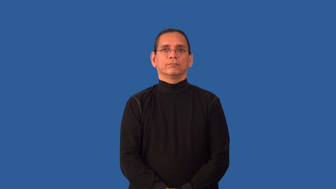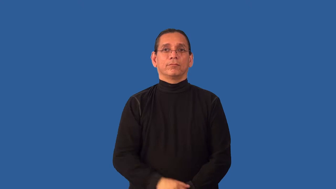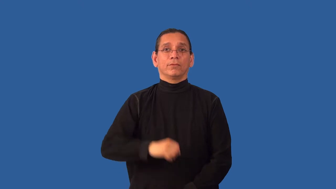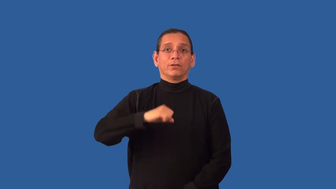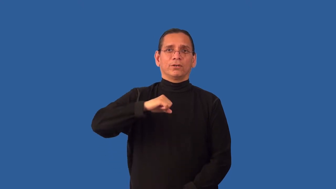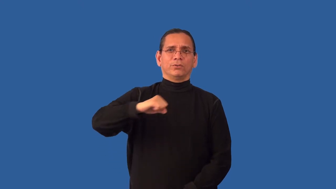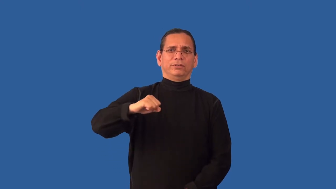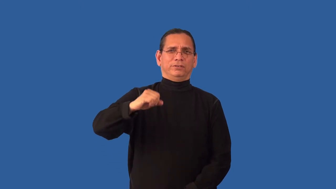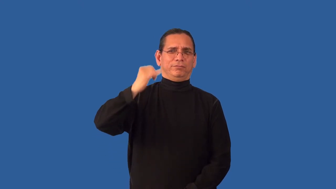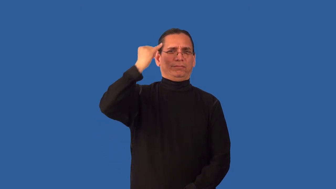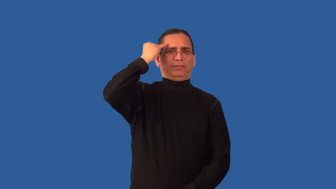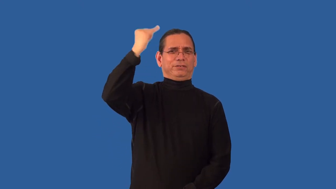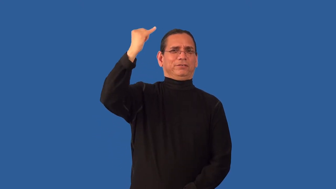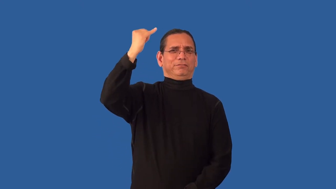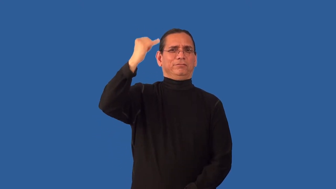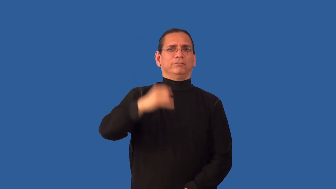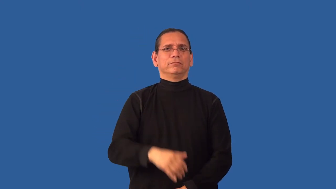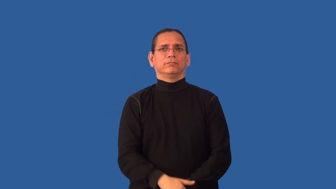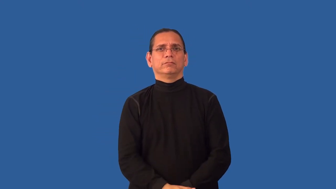unreceptive